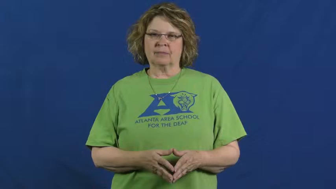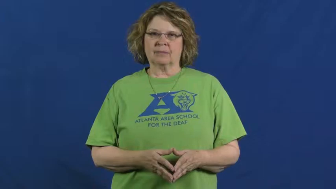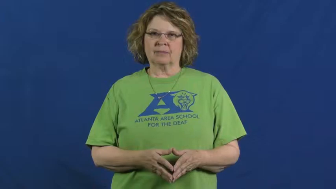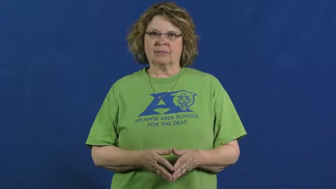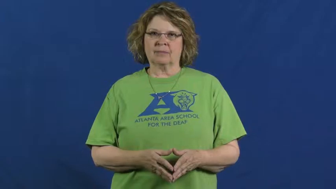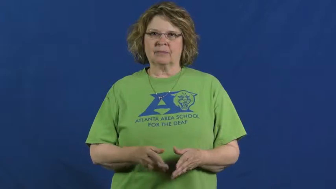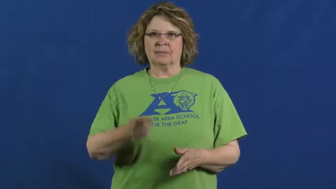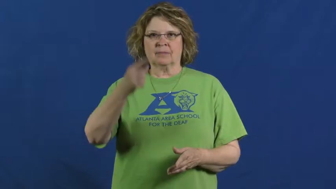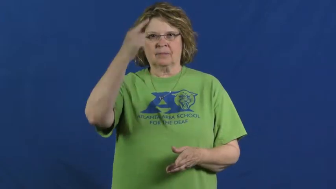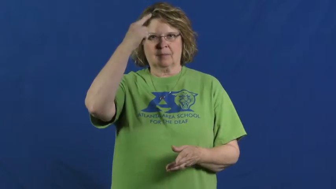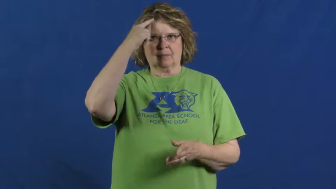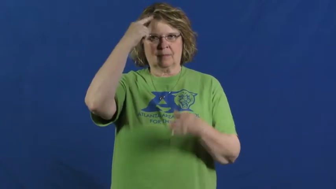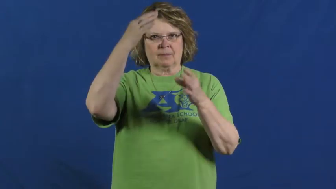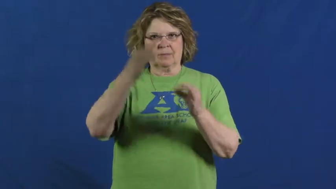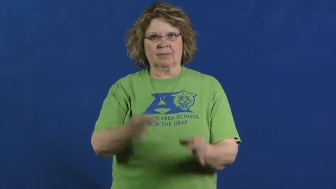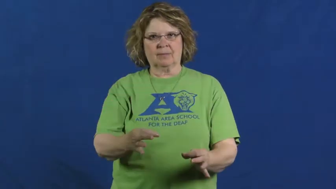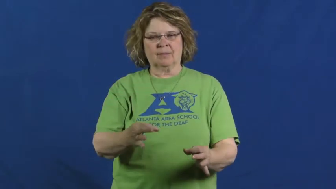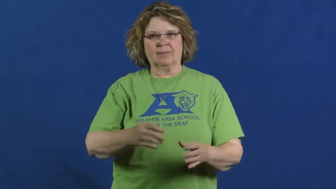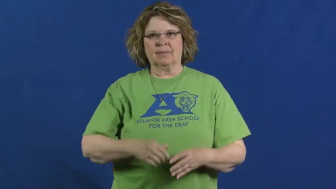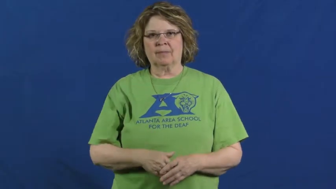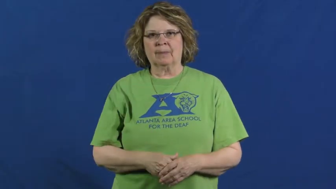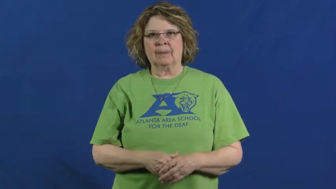decide,call,find